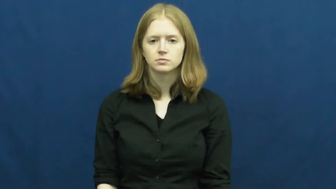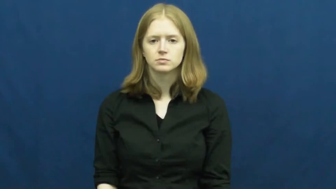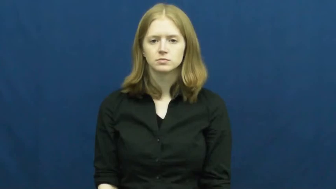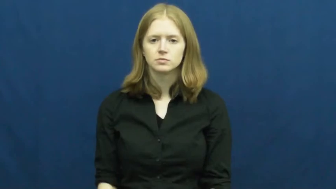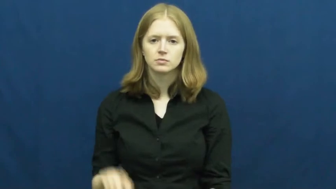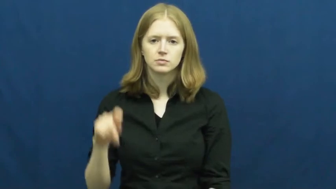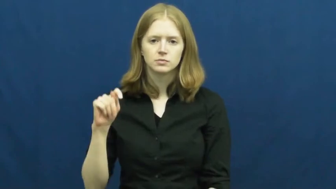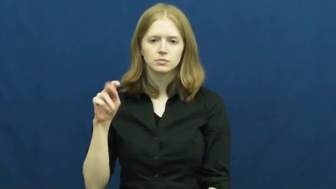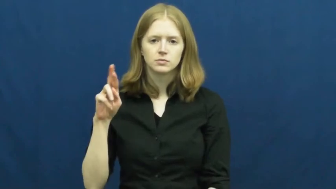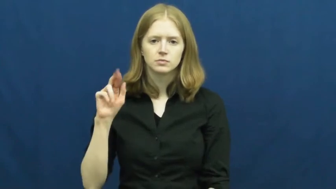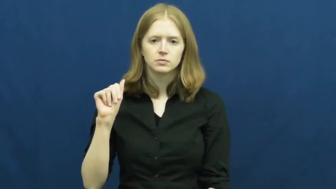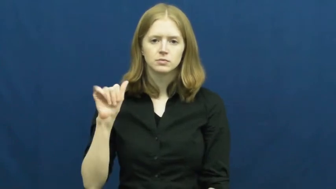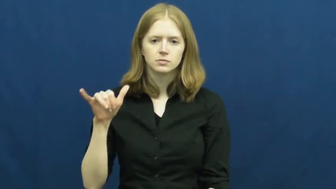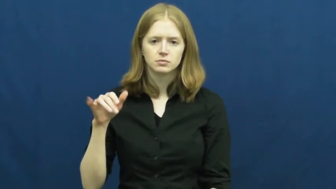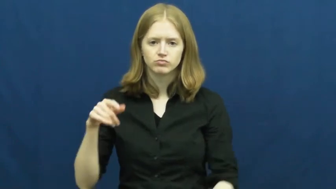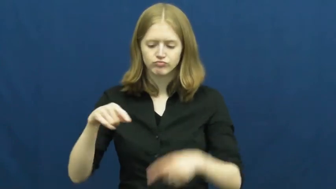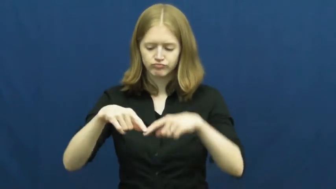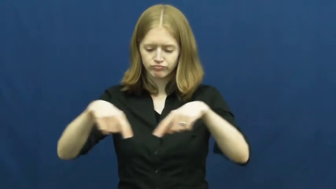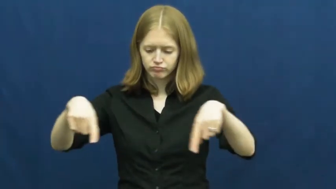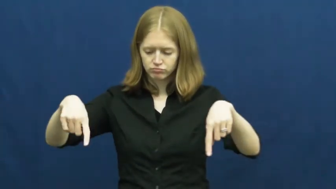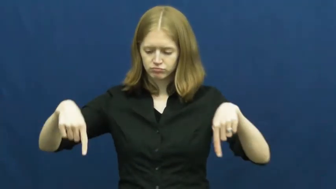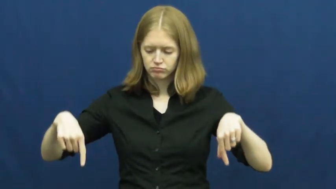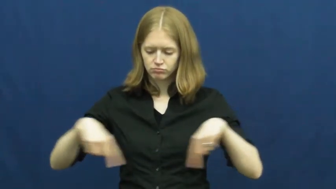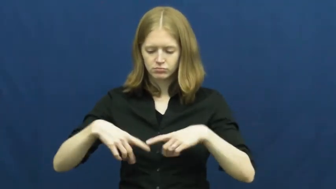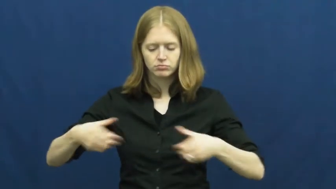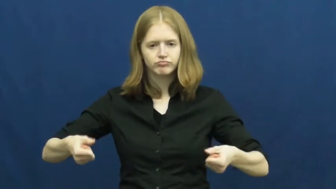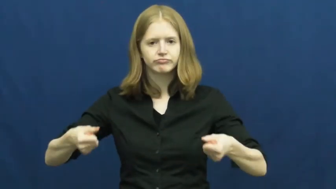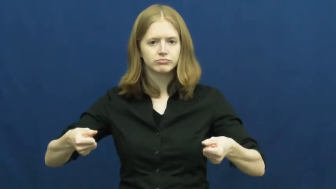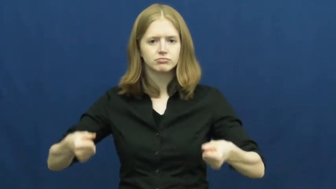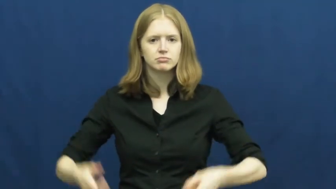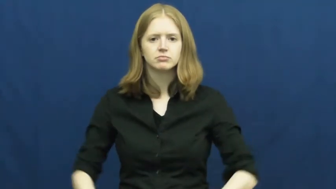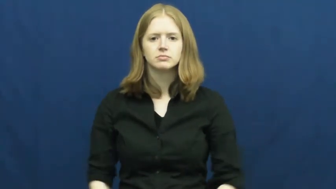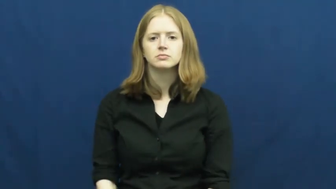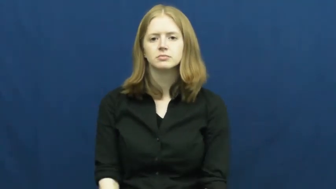tray